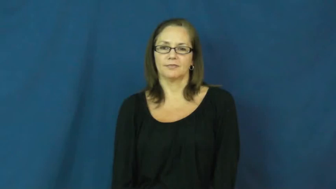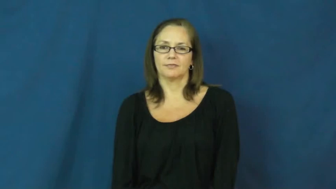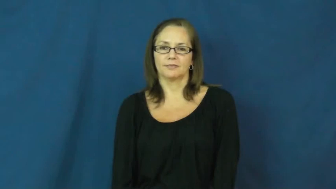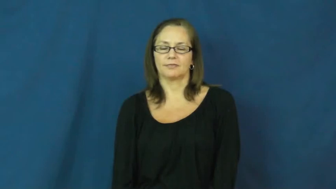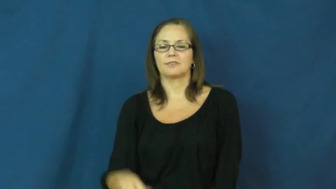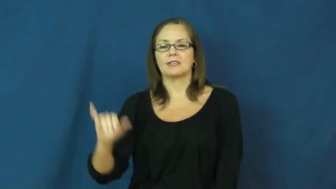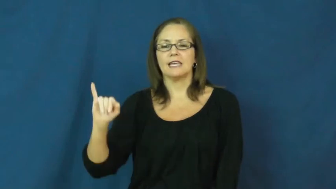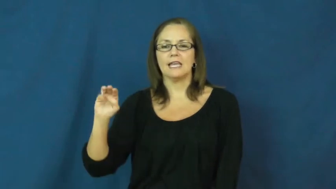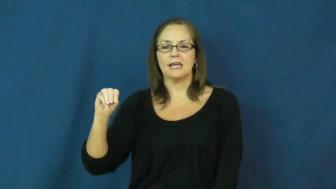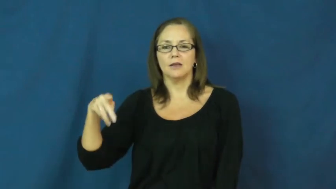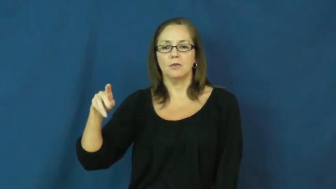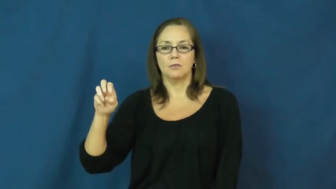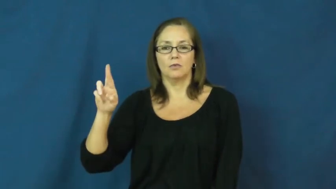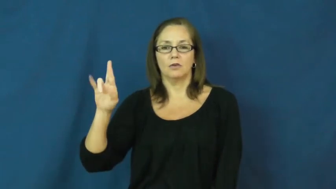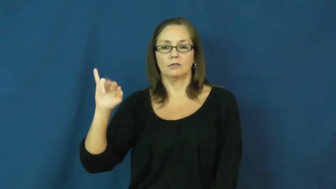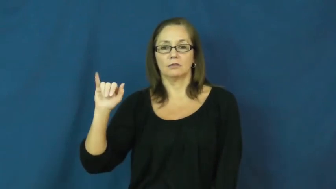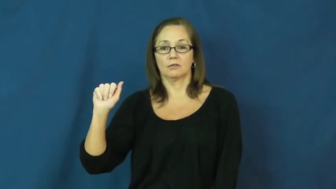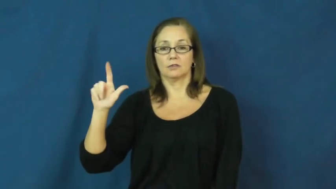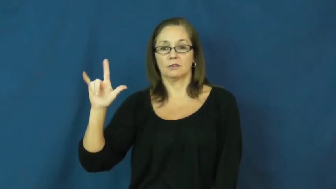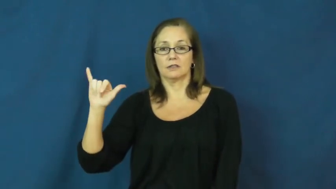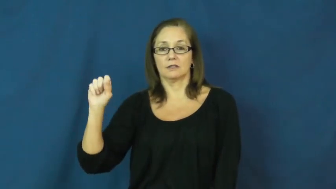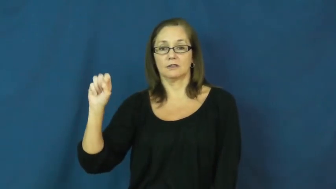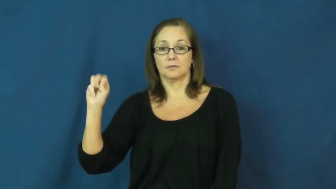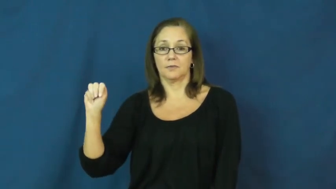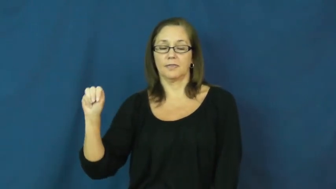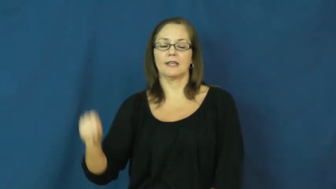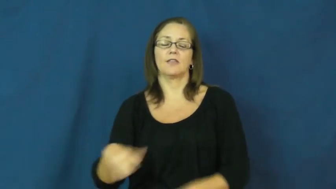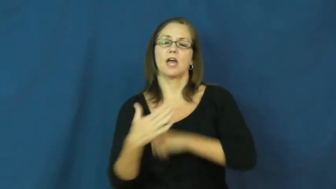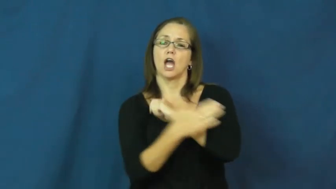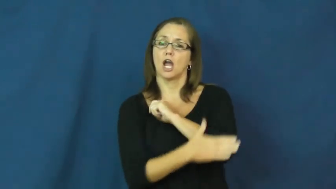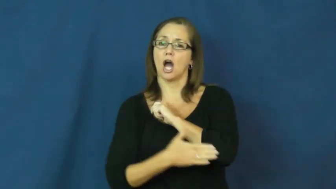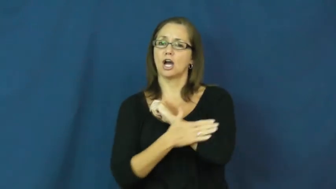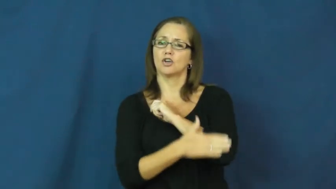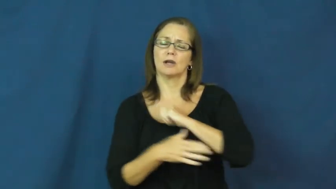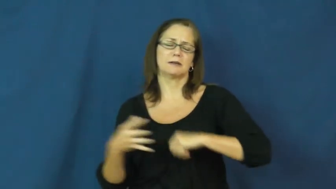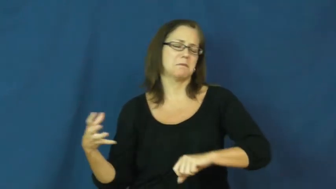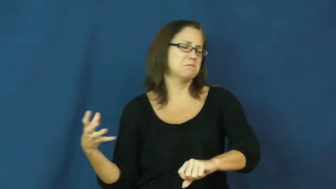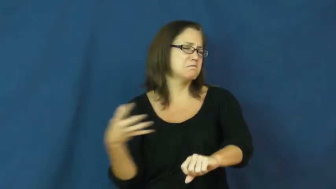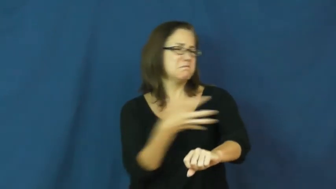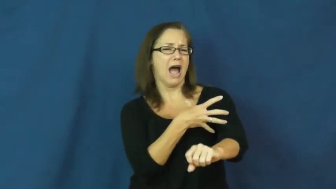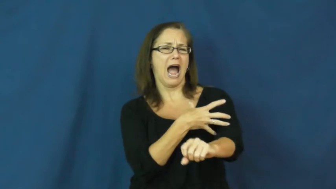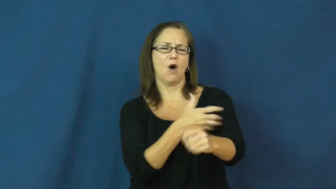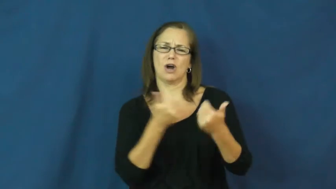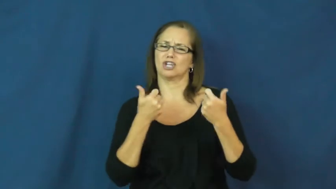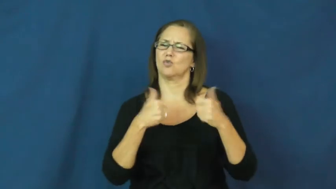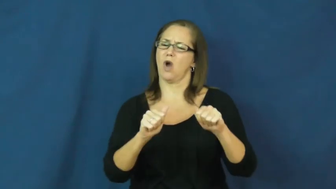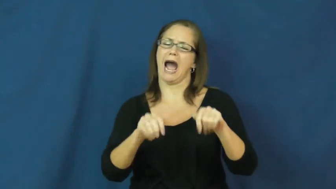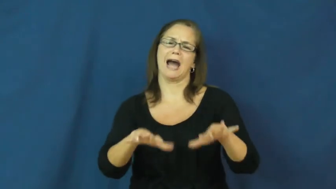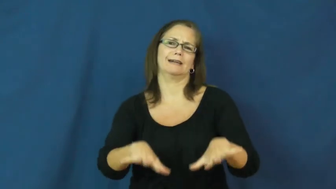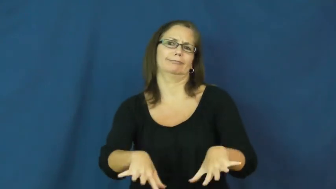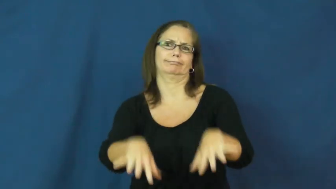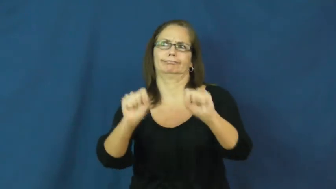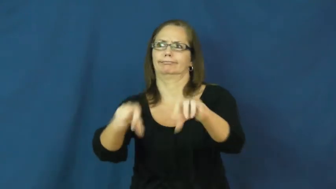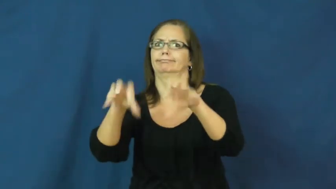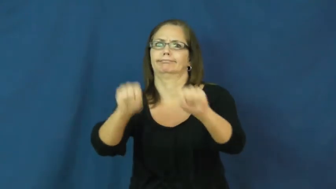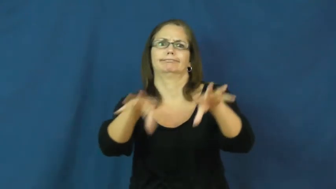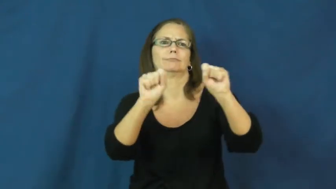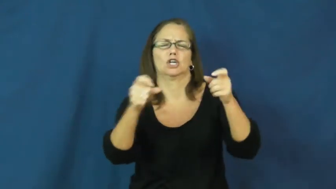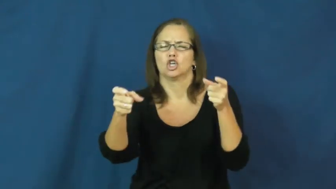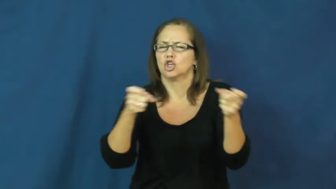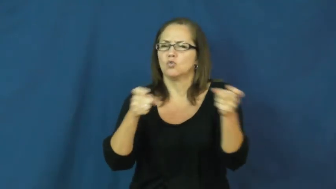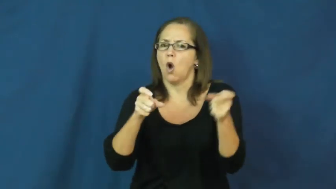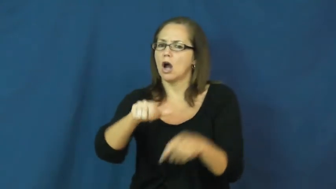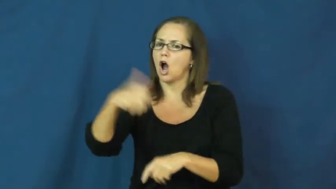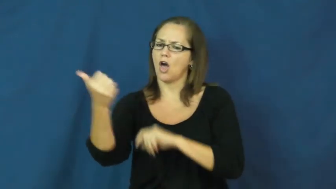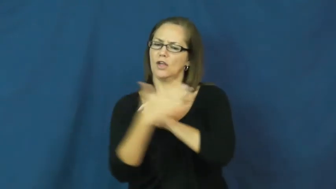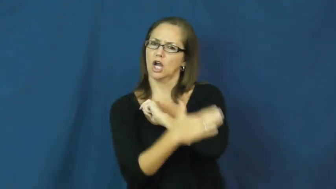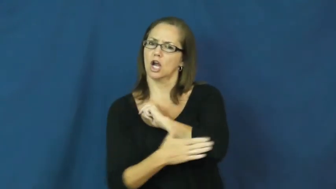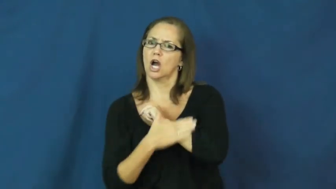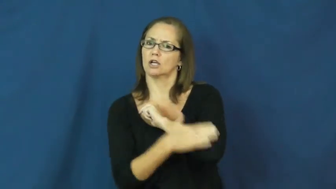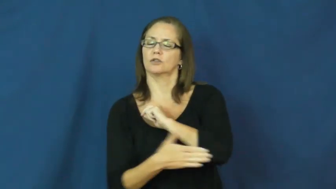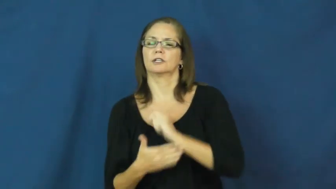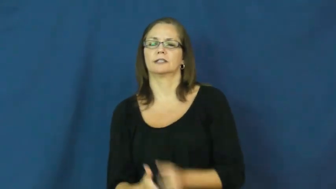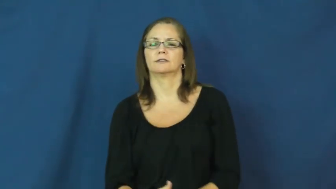imperialism